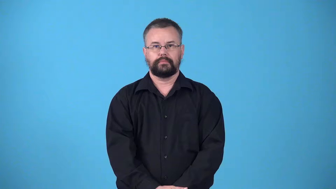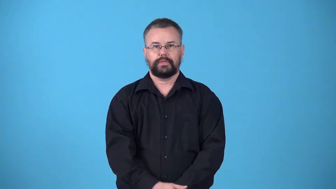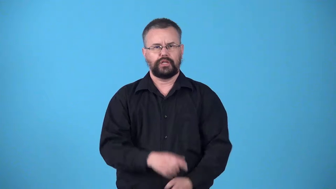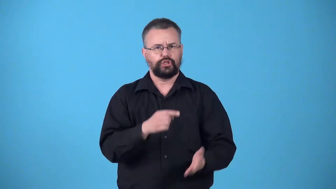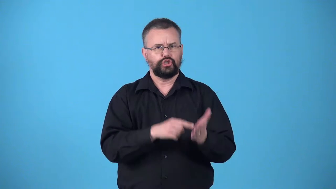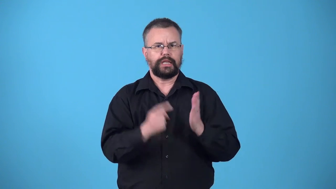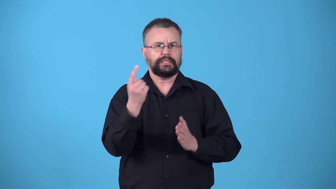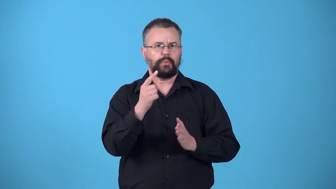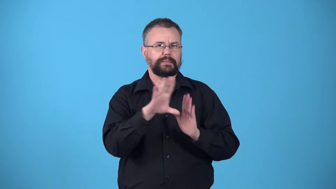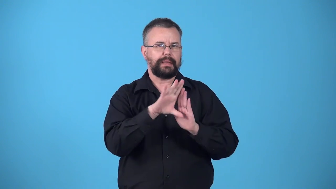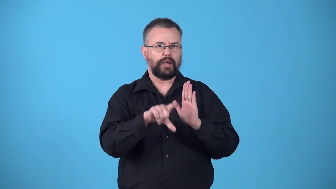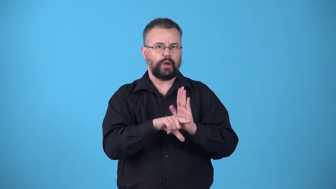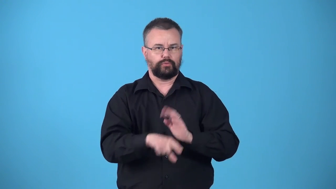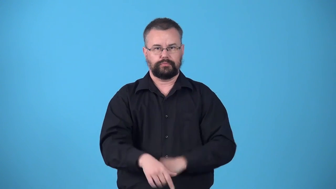vet-check someone's background